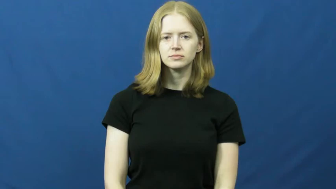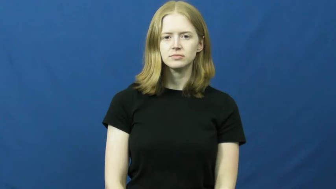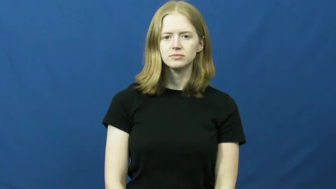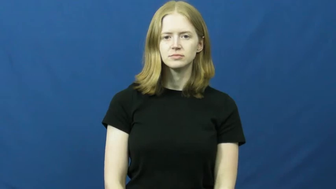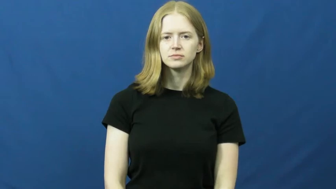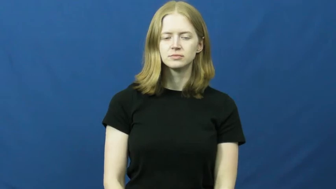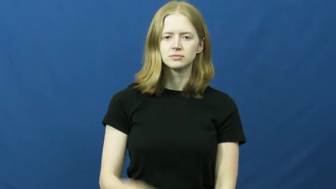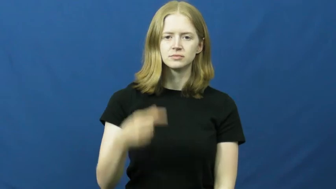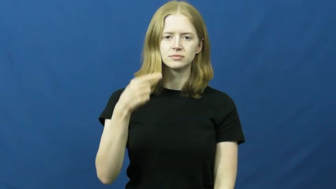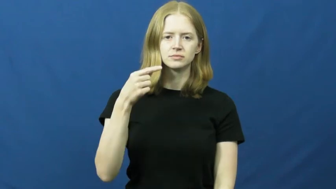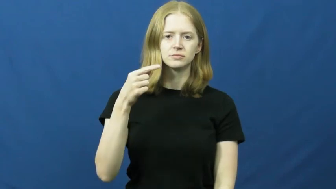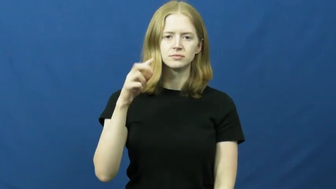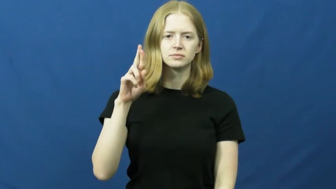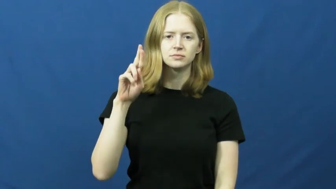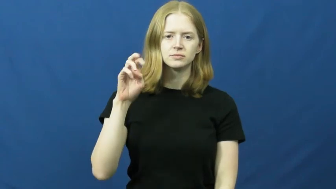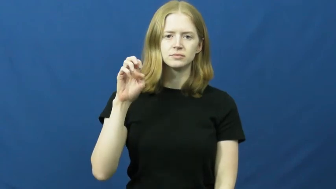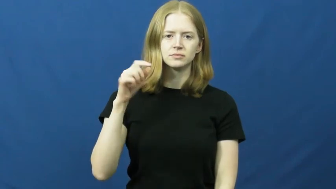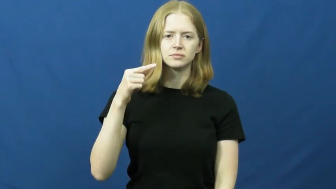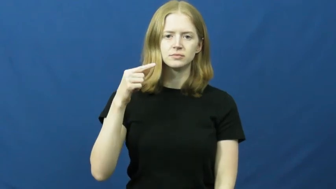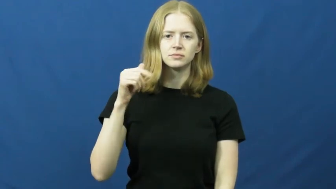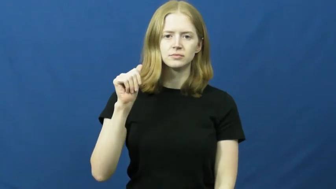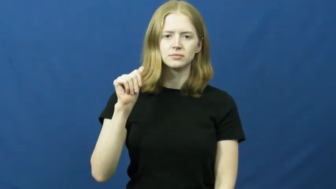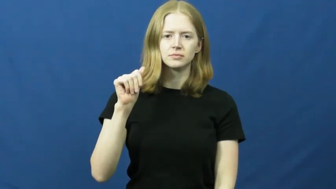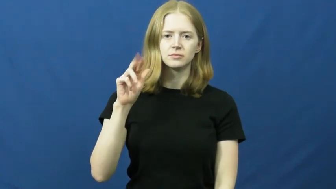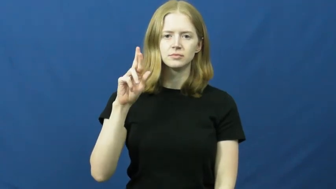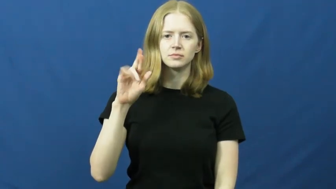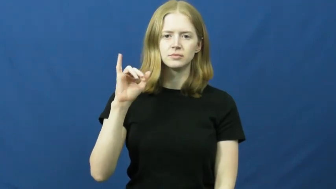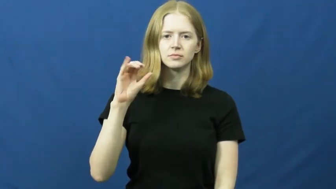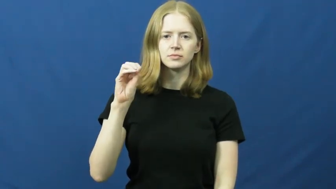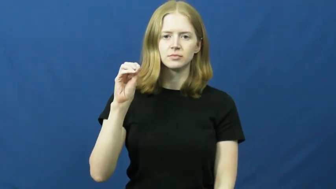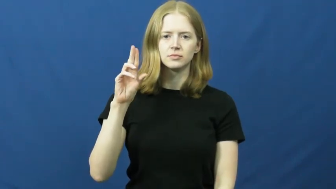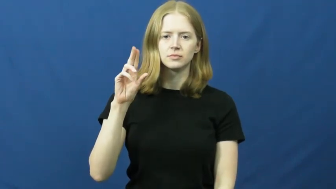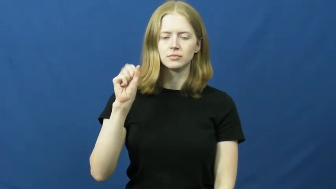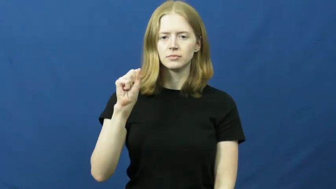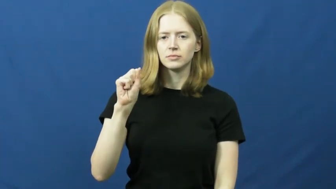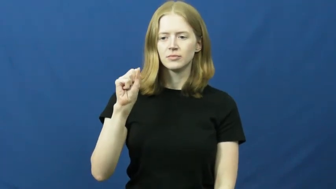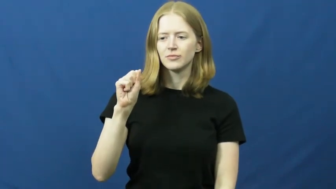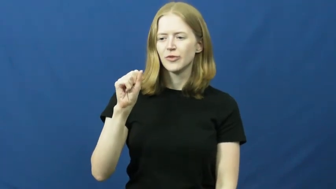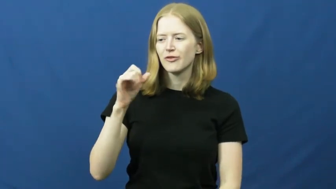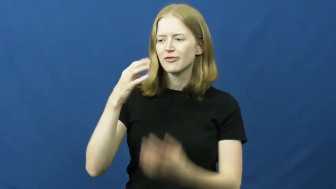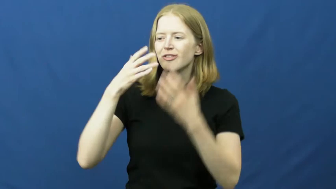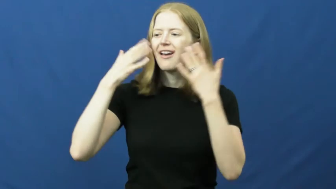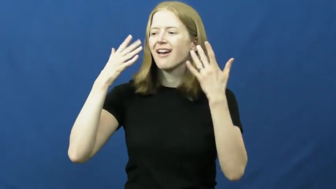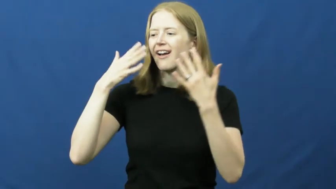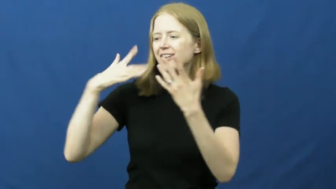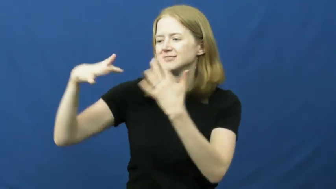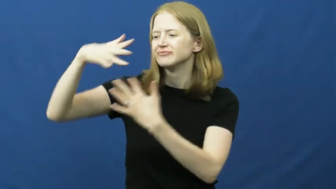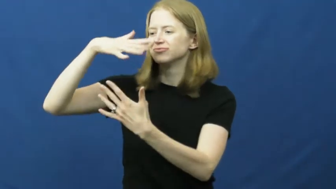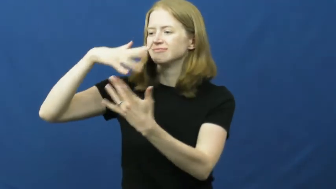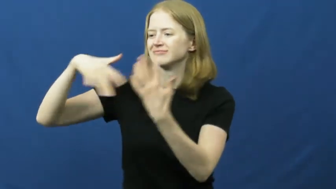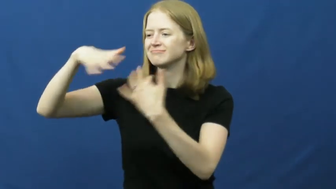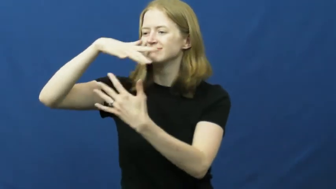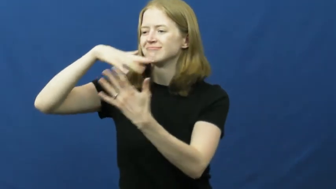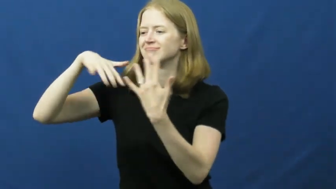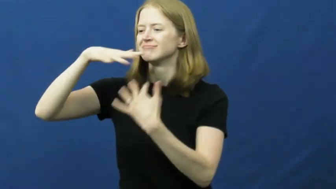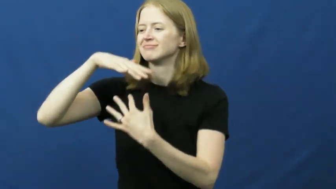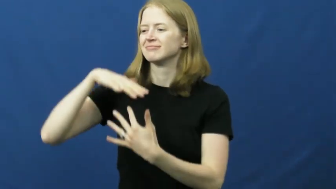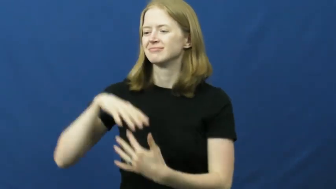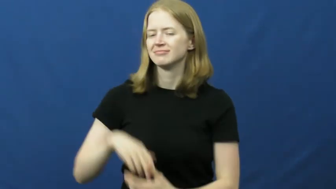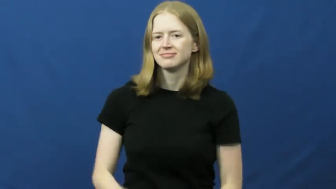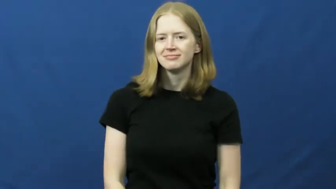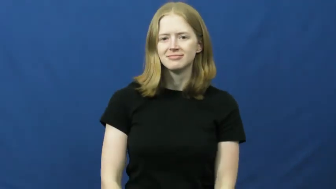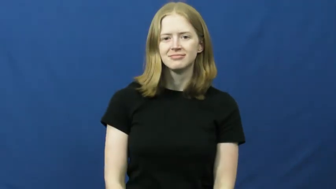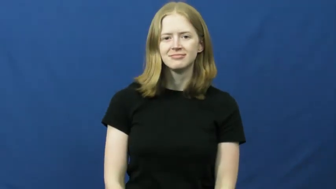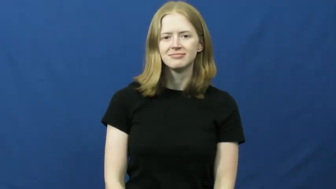gregarious